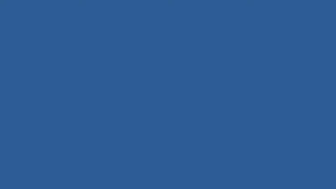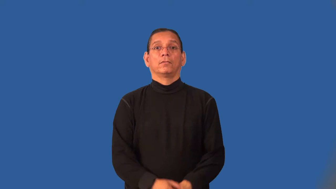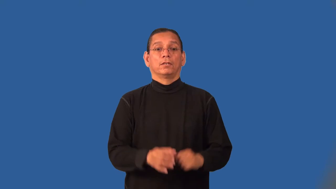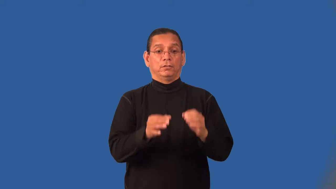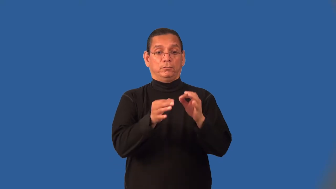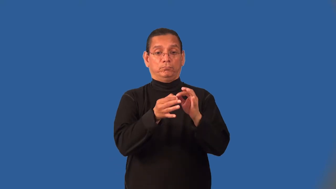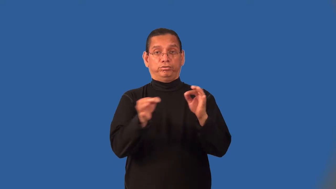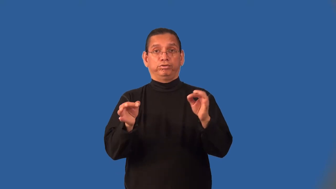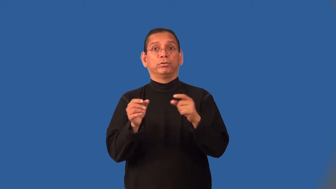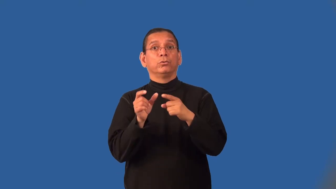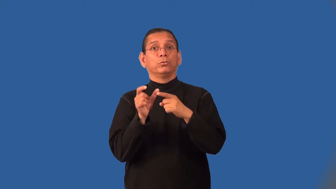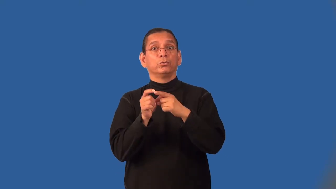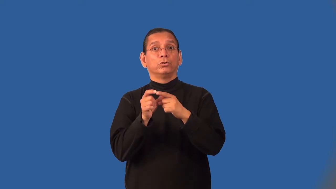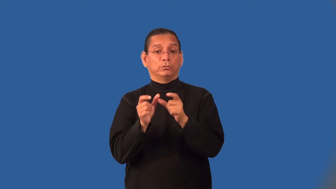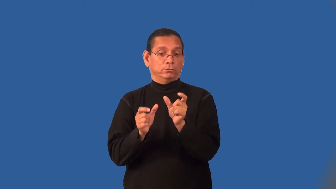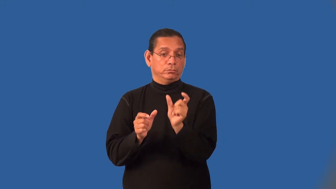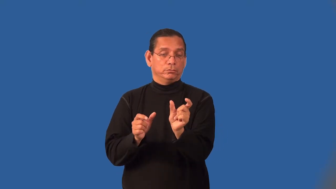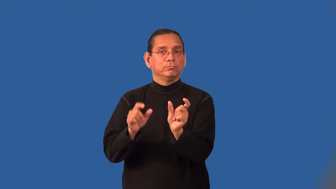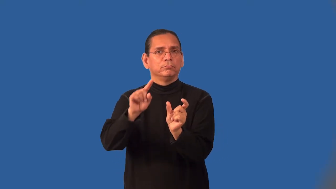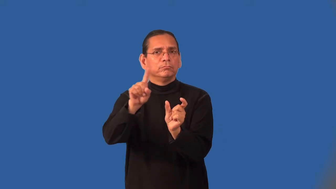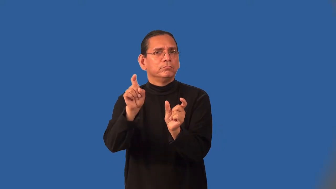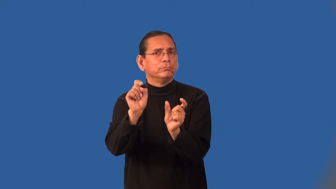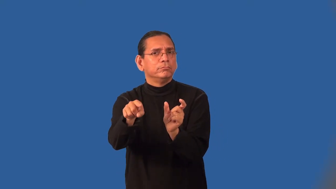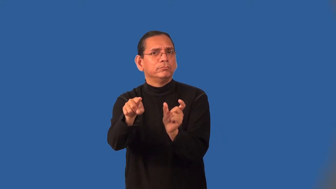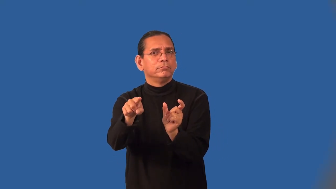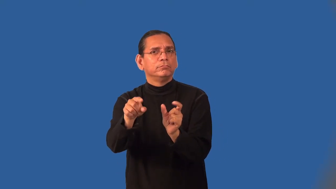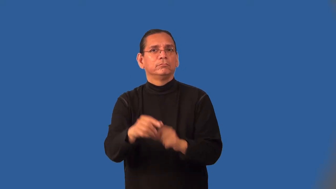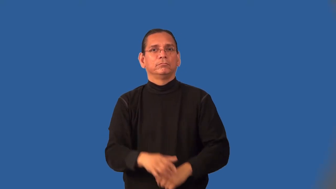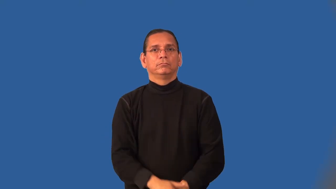interrogative